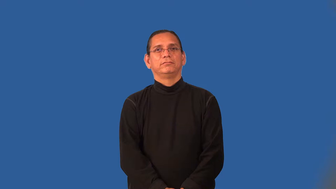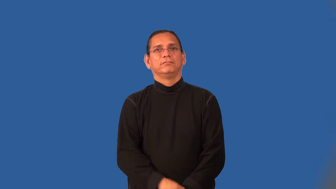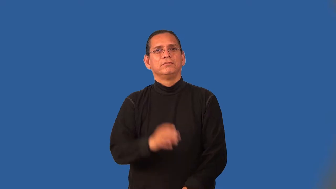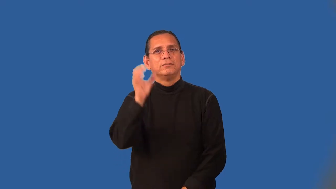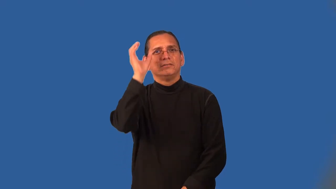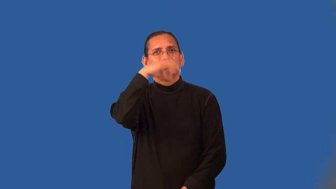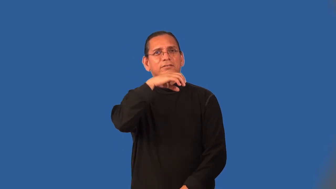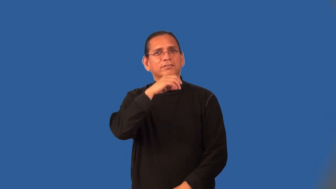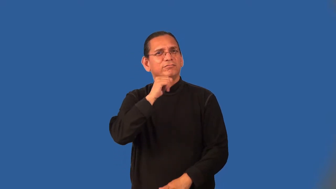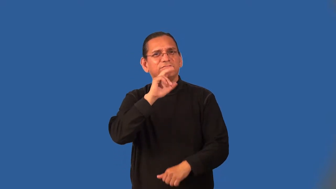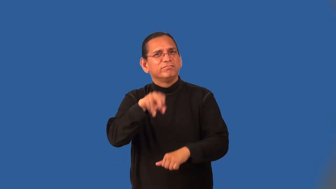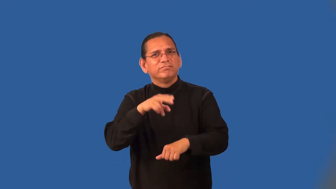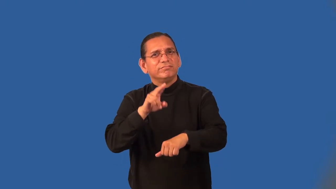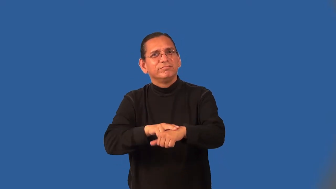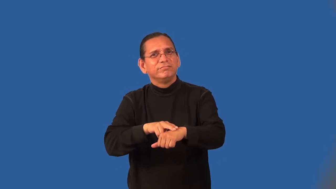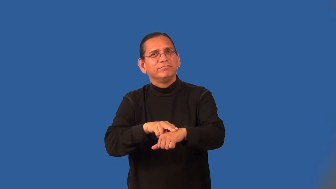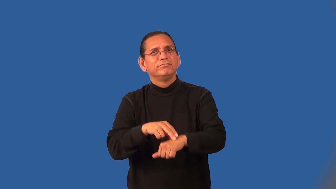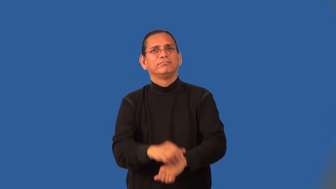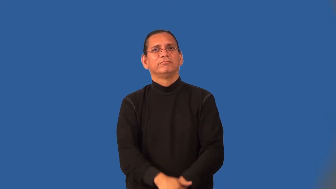unearthly